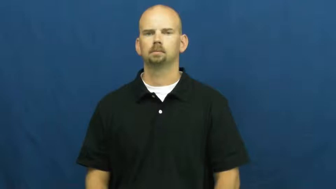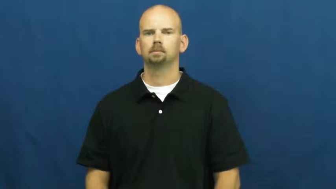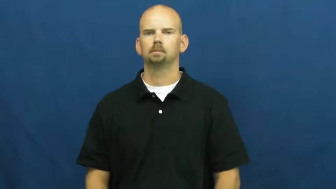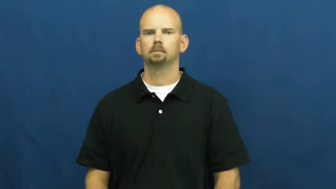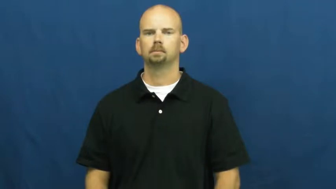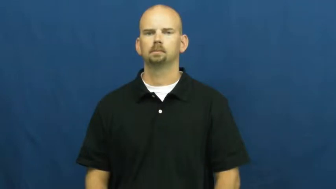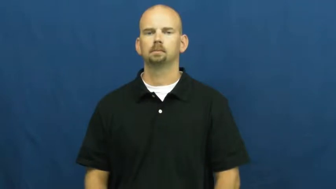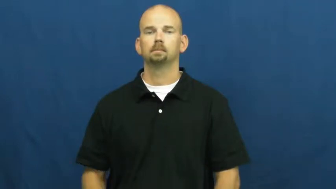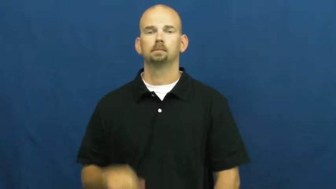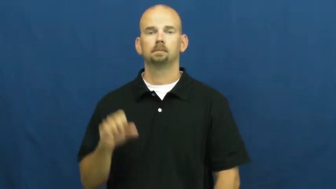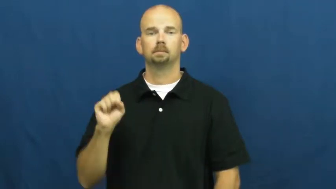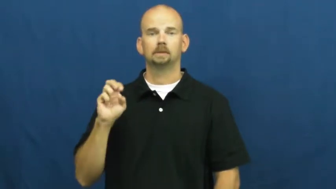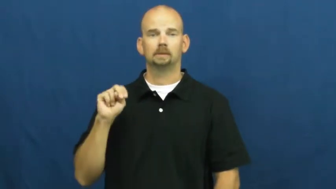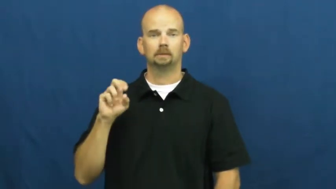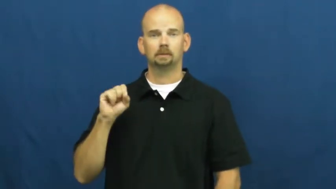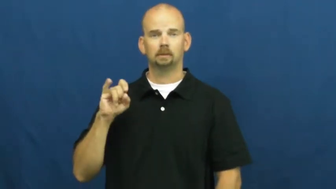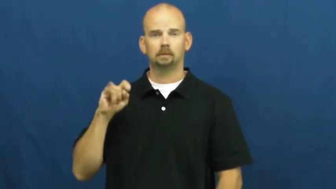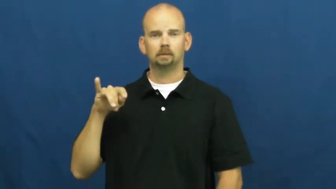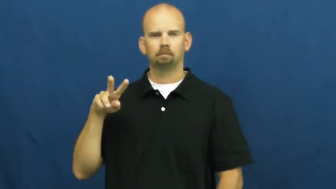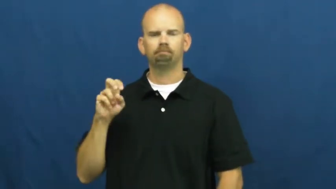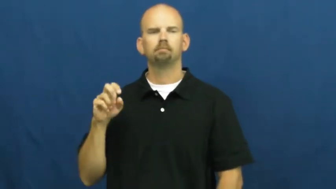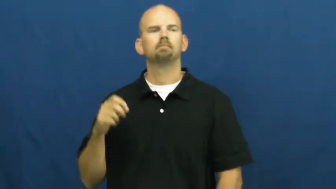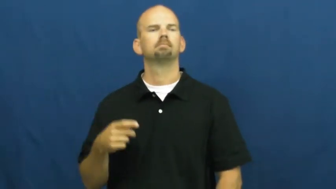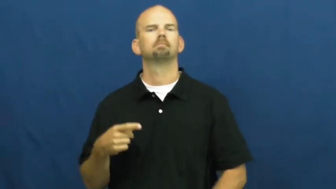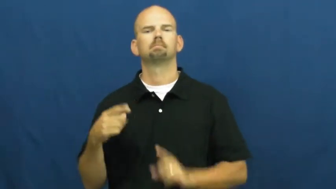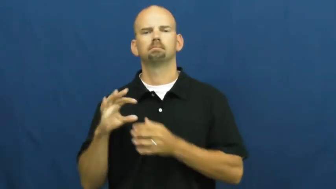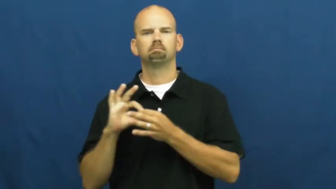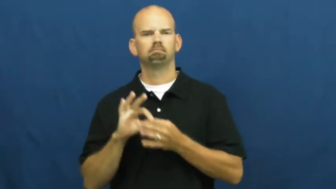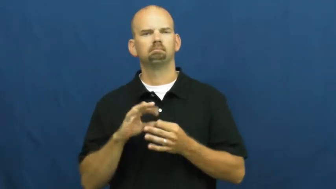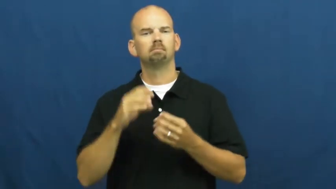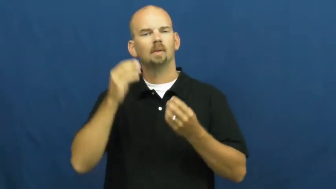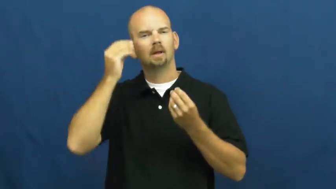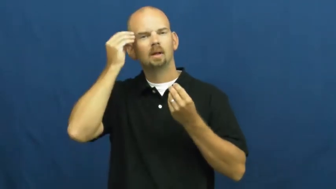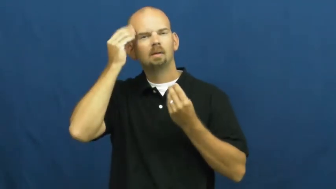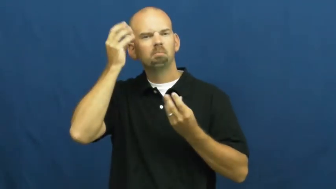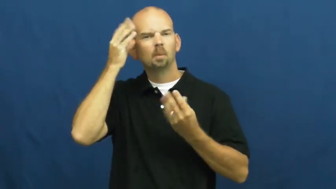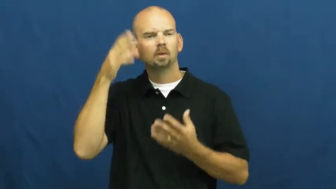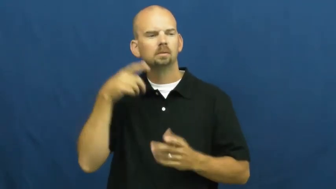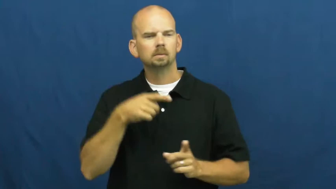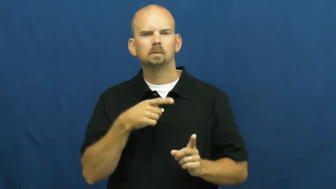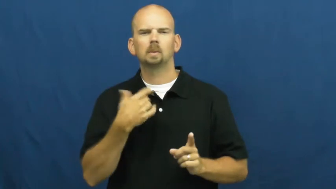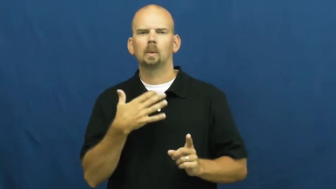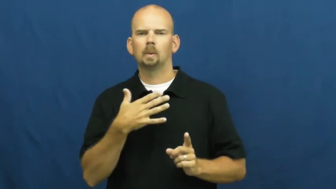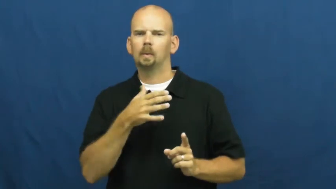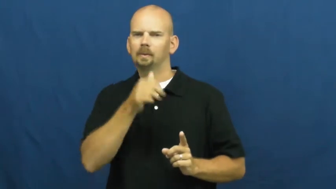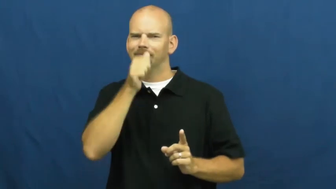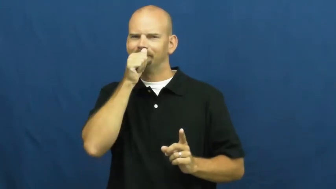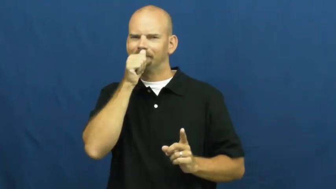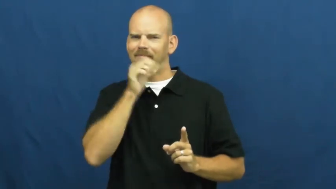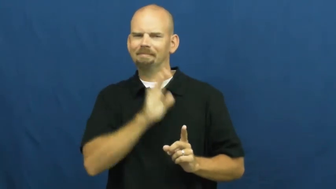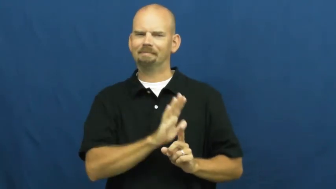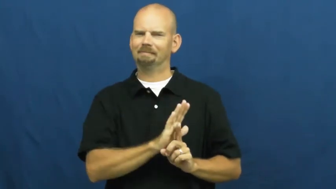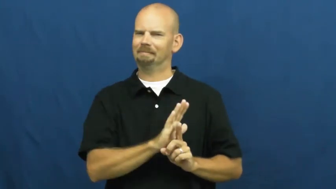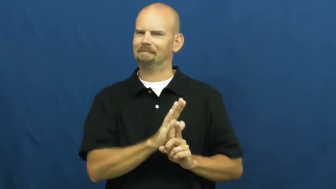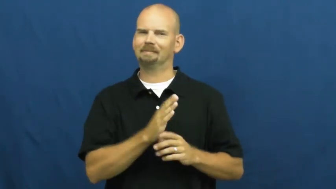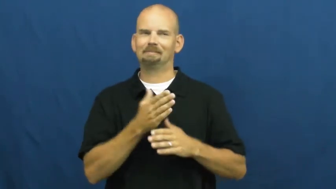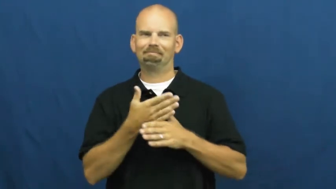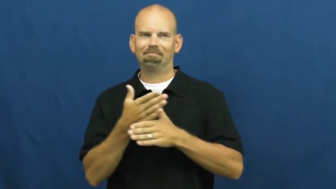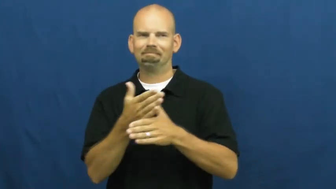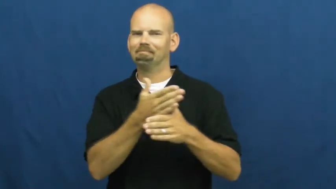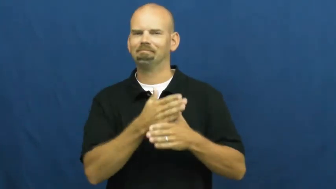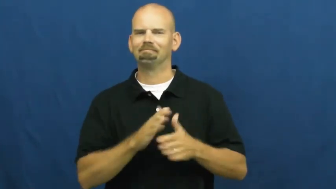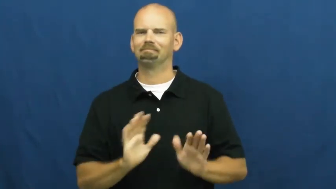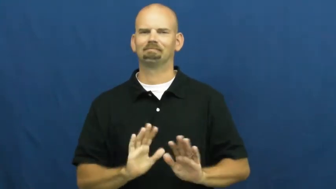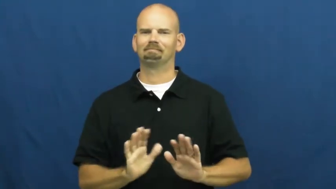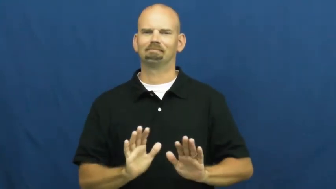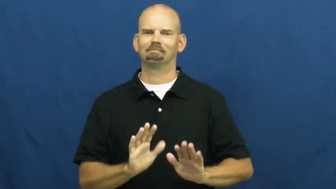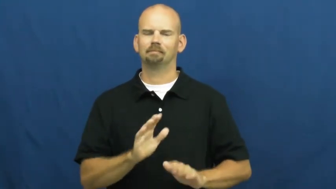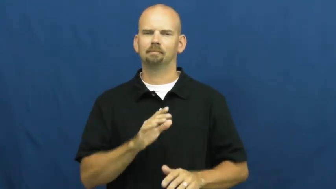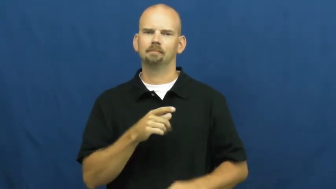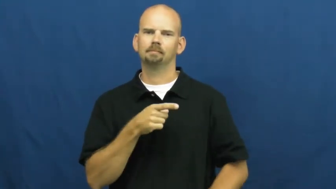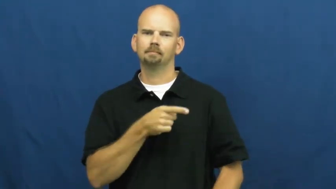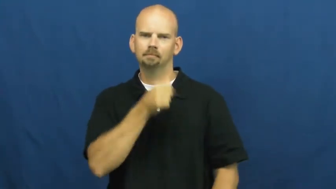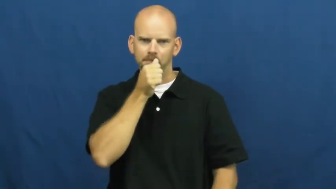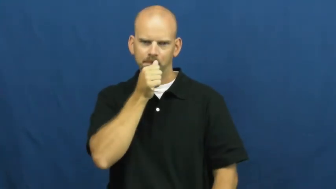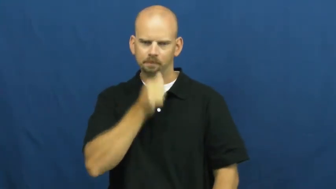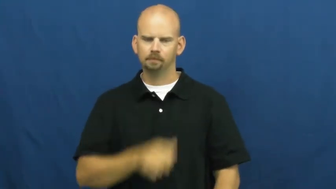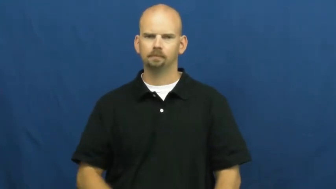sensitive-information